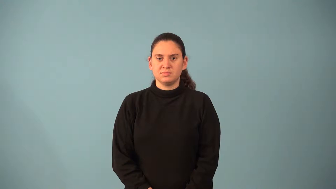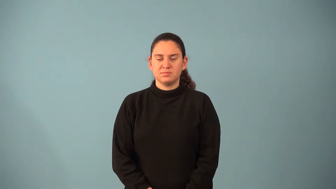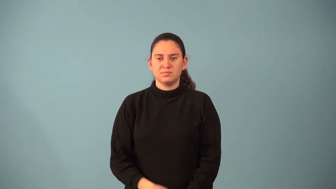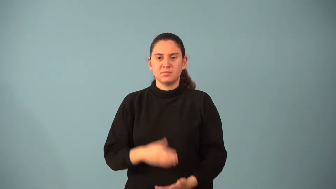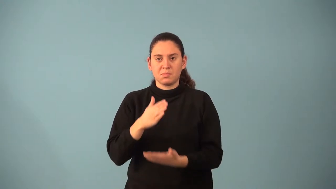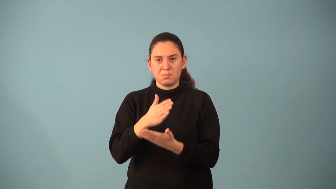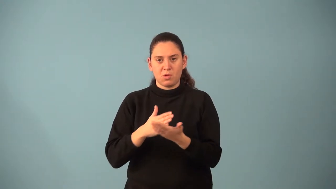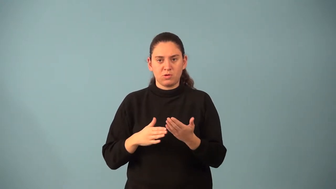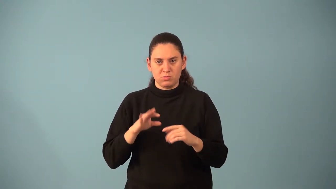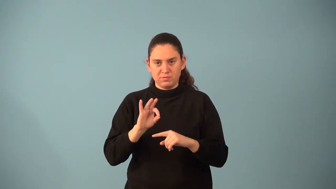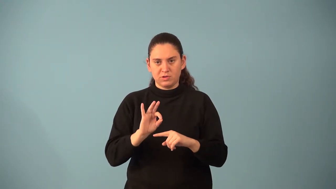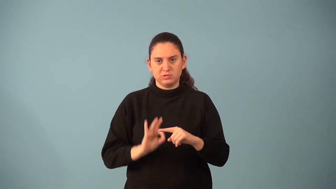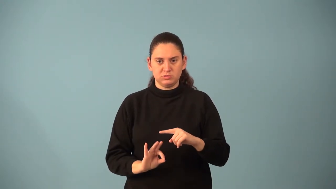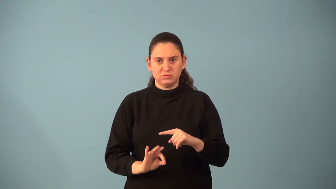partial fraction